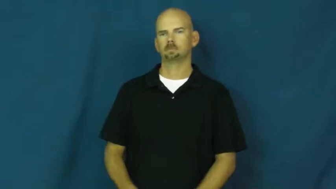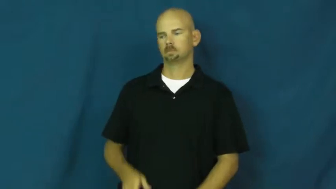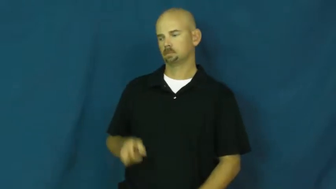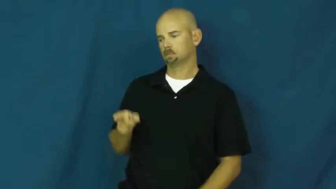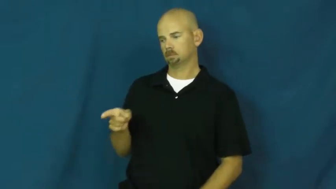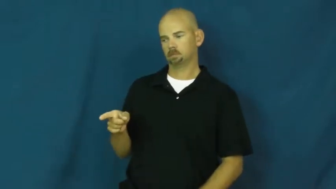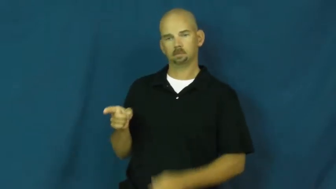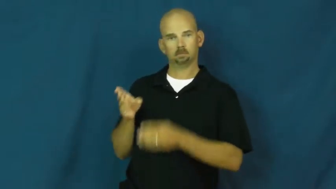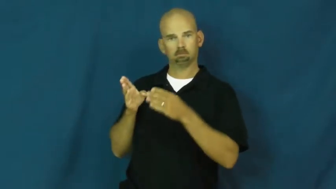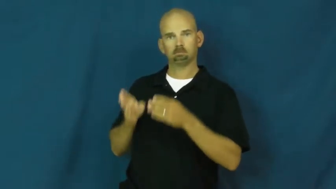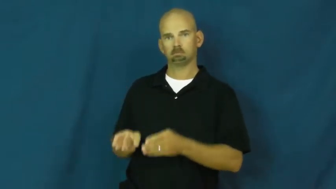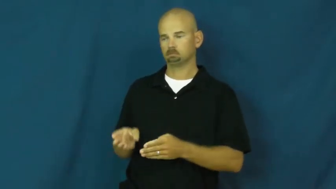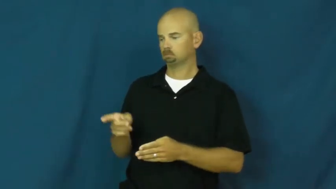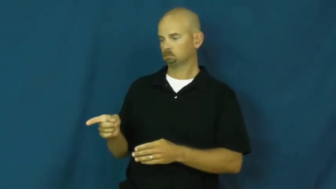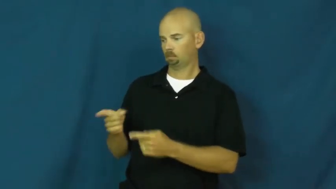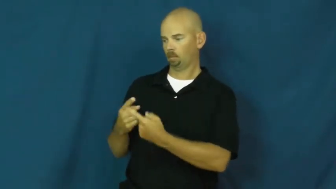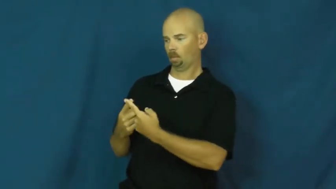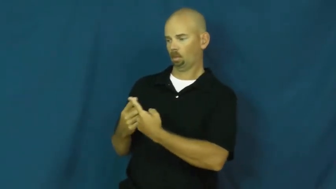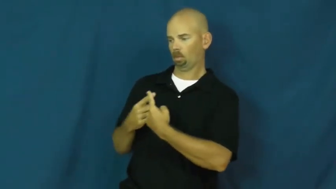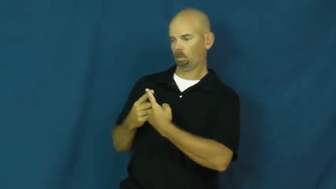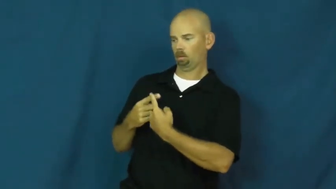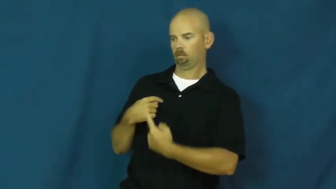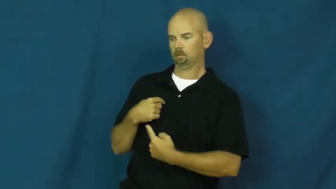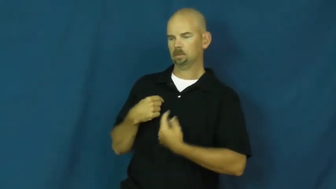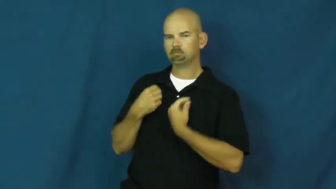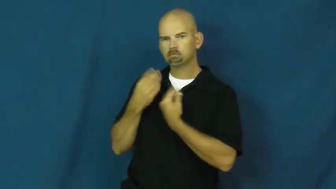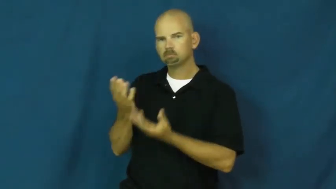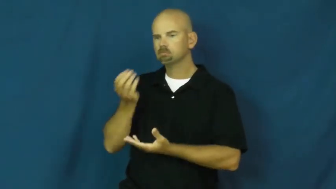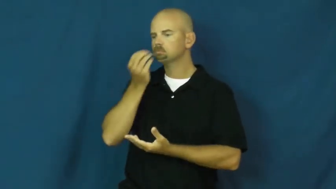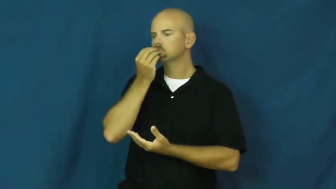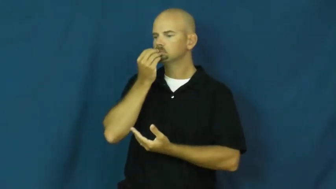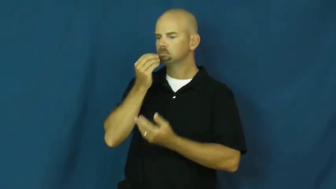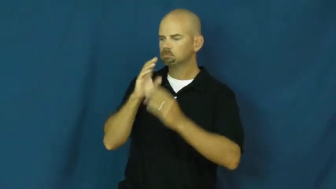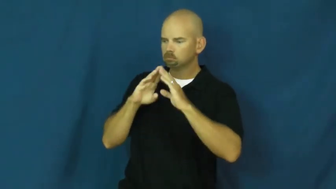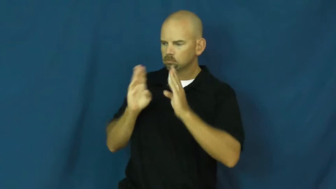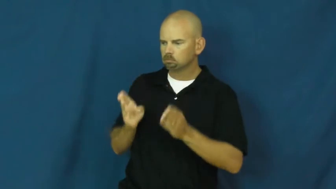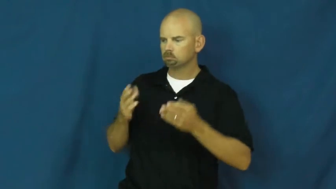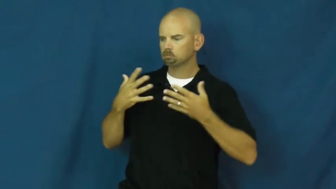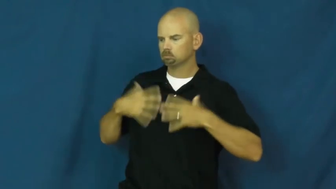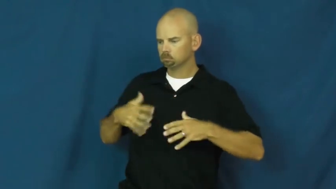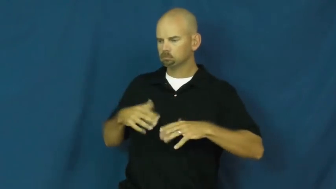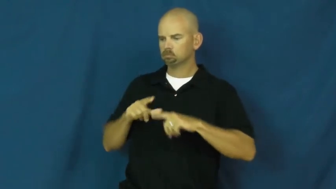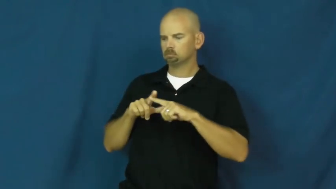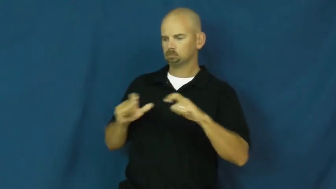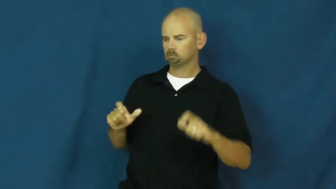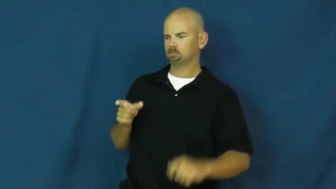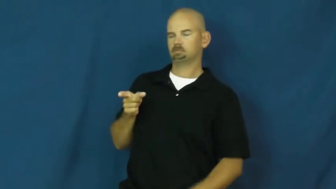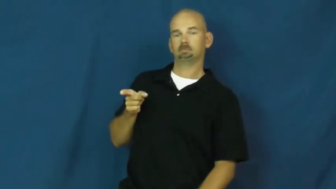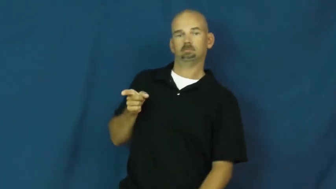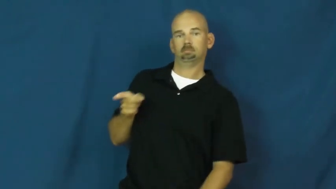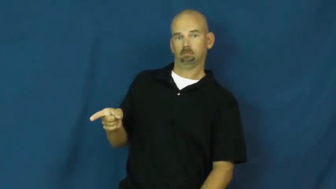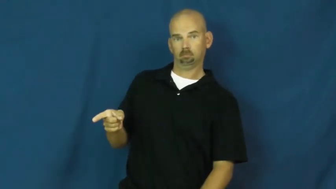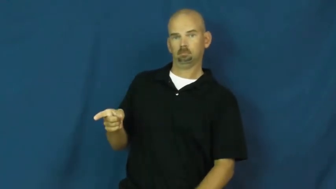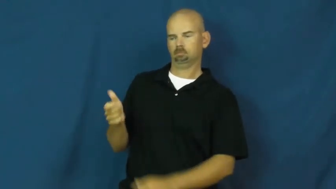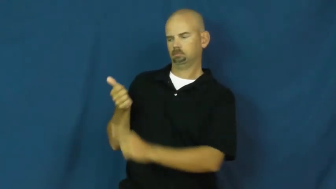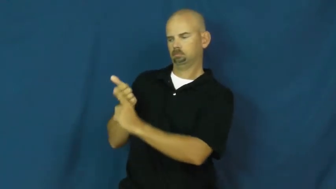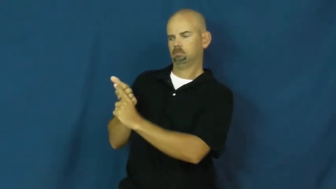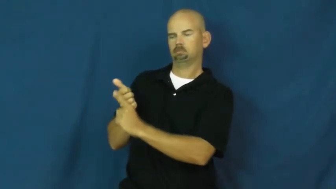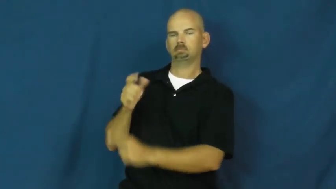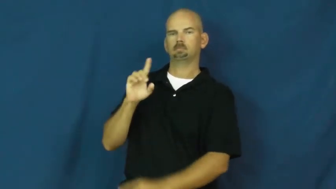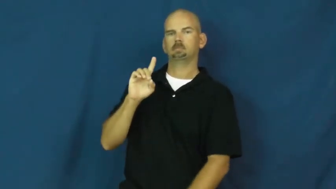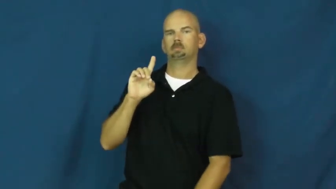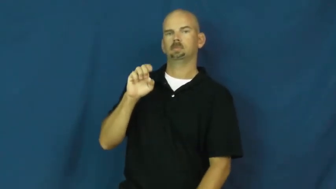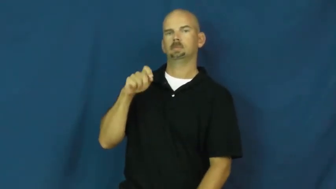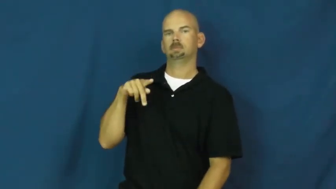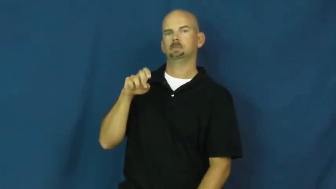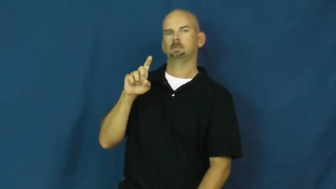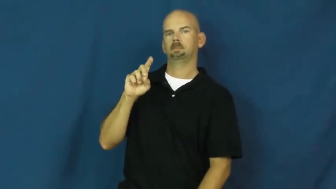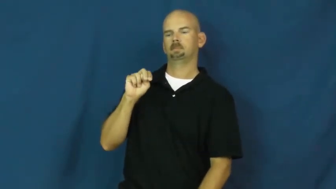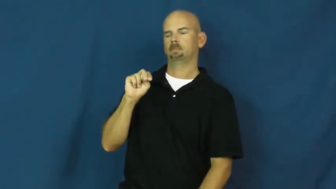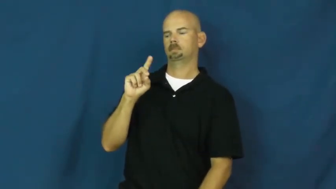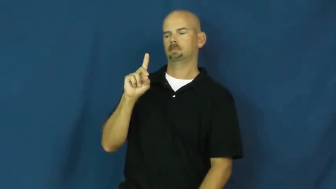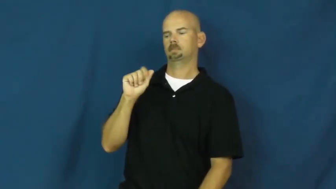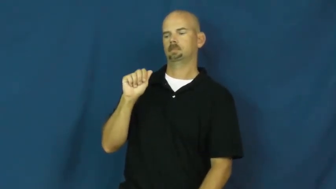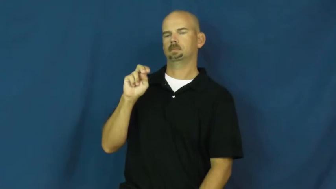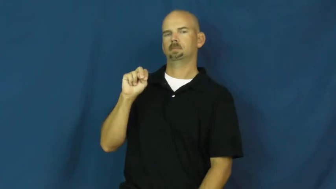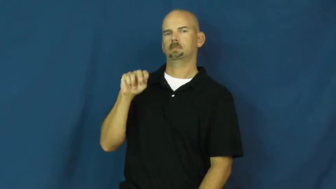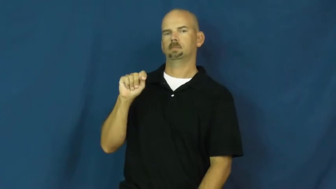dependant,vassal-person